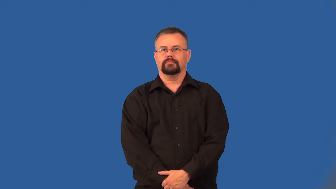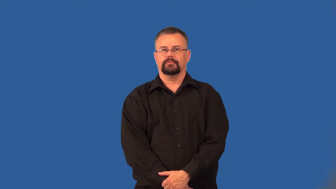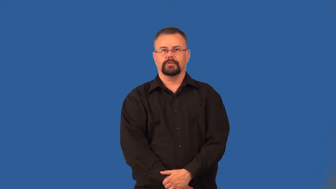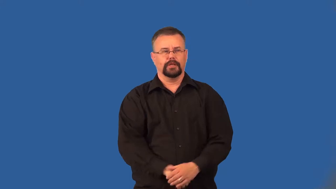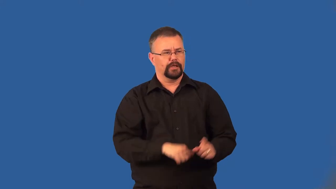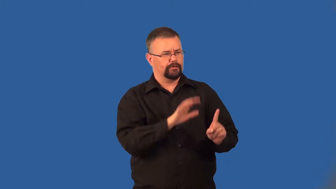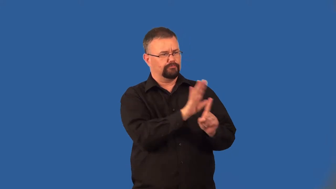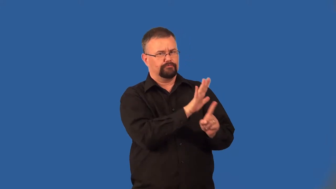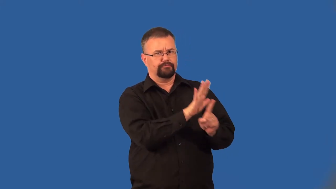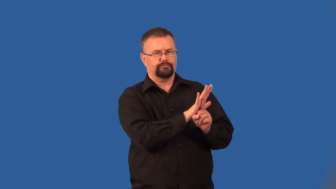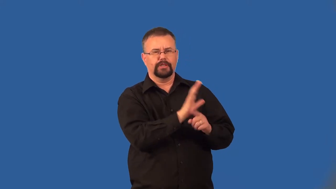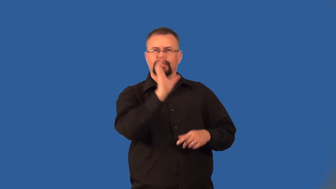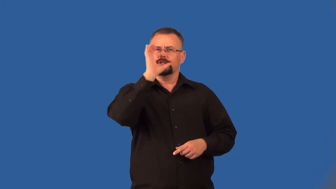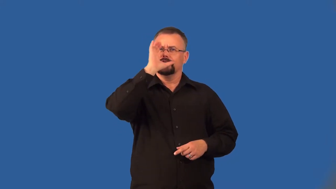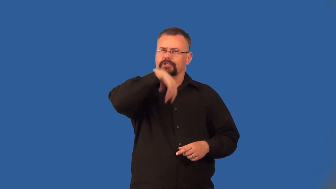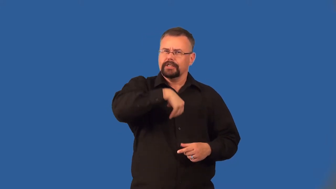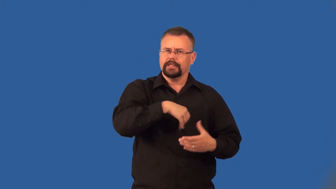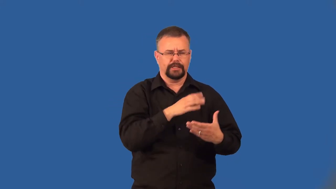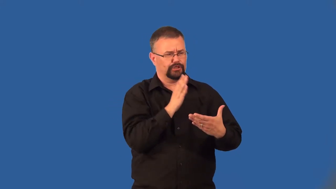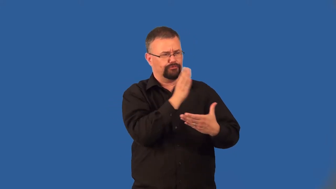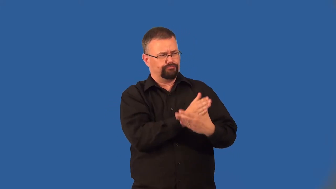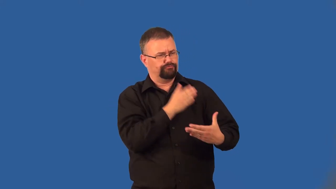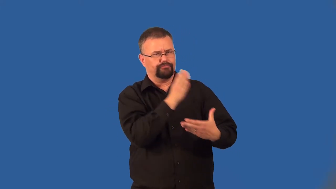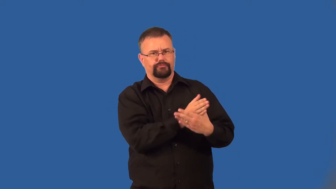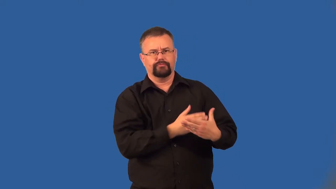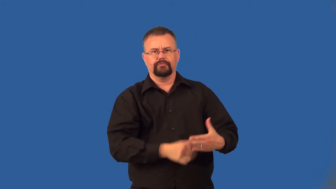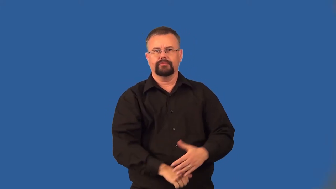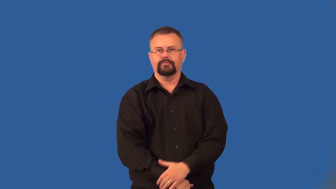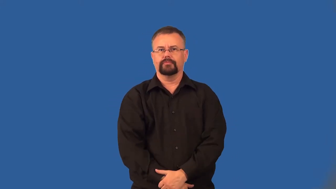foible